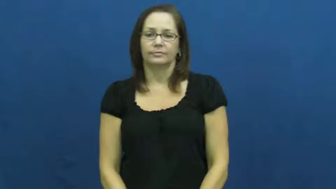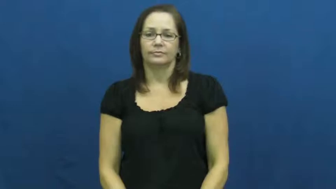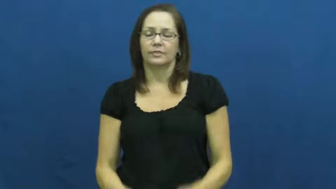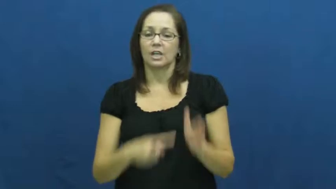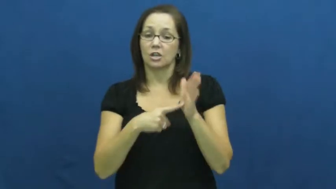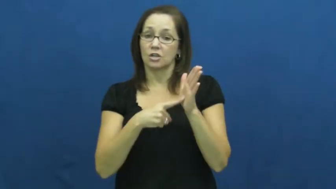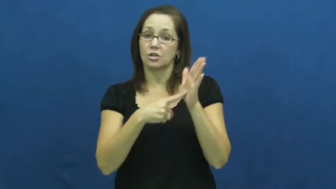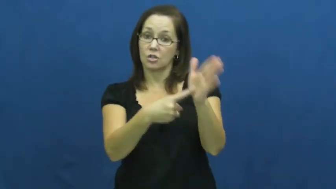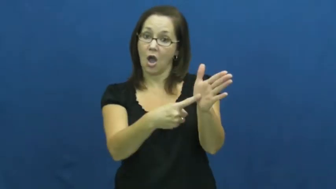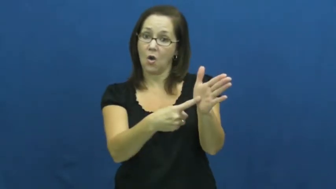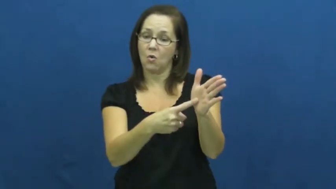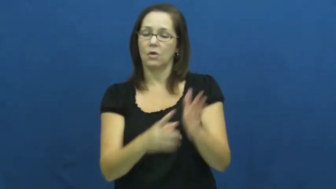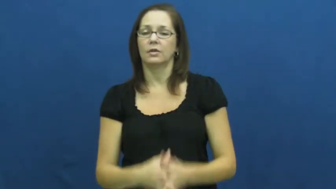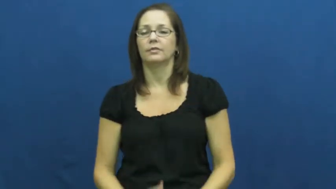point out,reflect,pointer-show